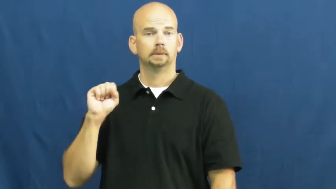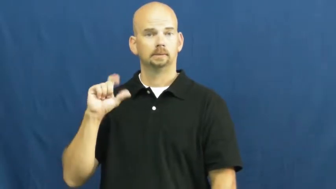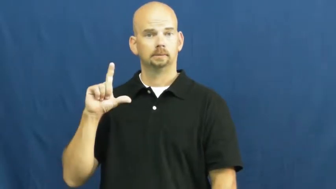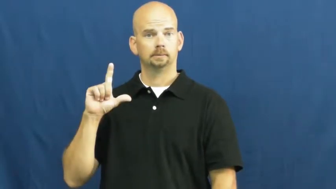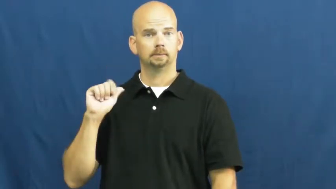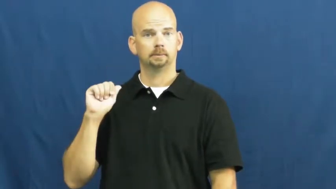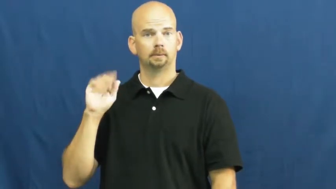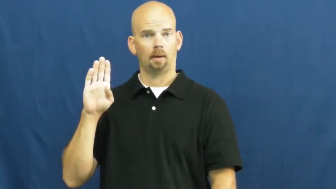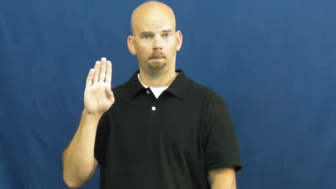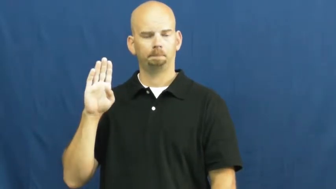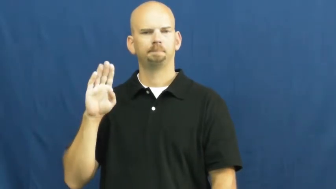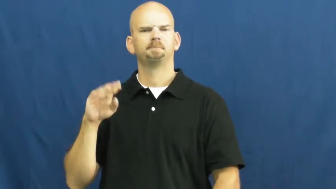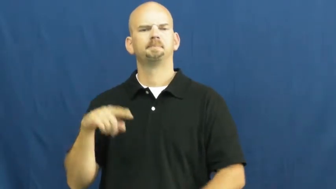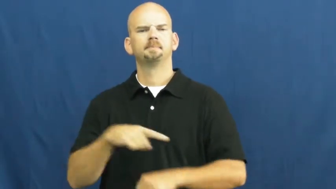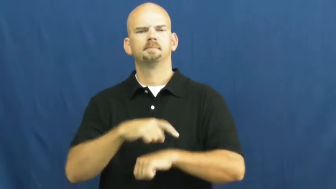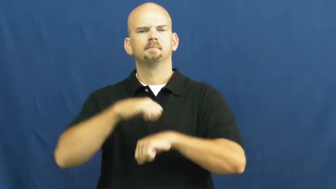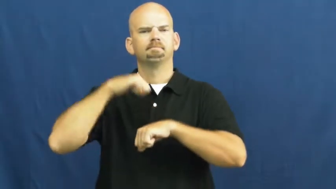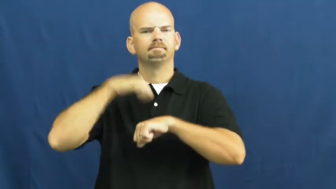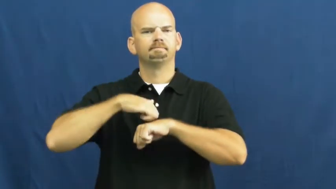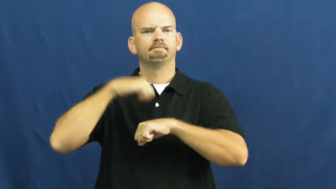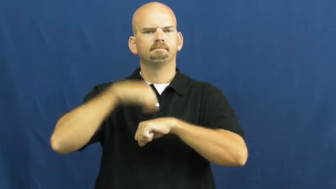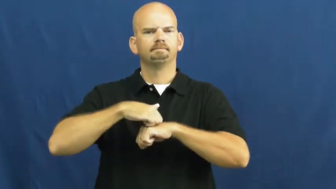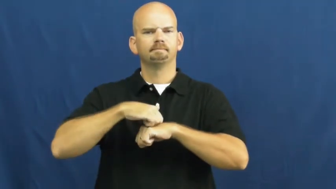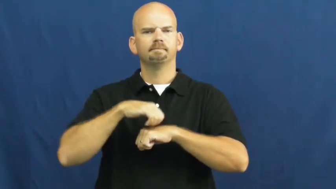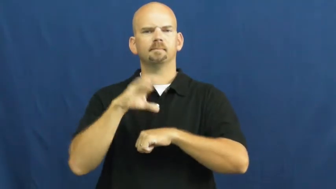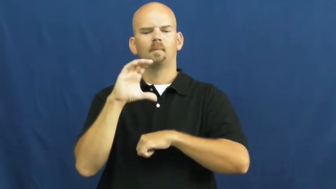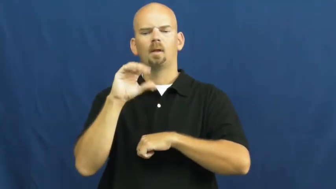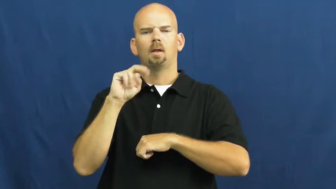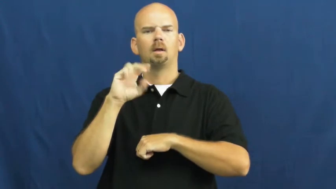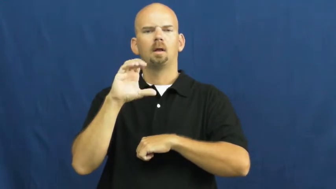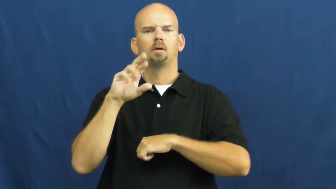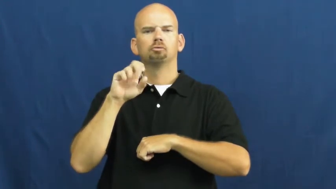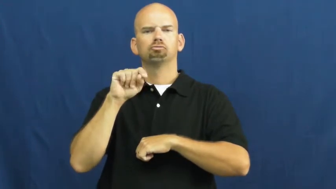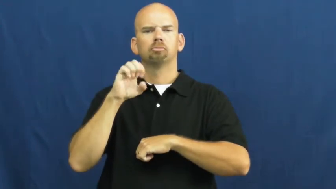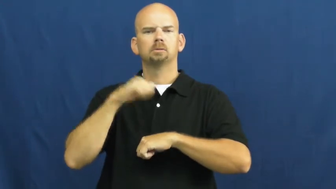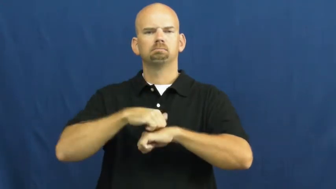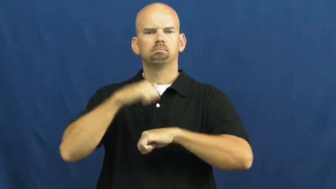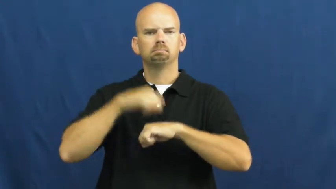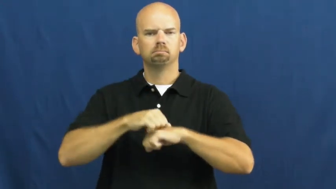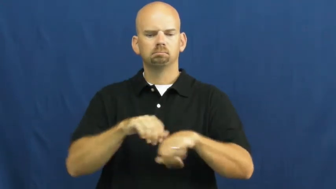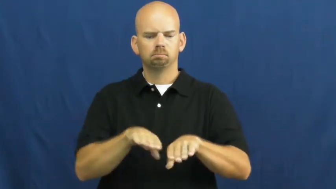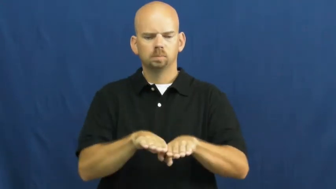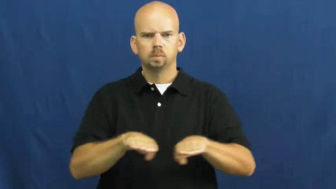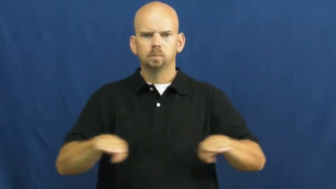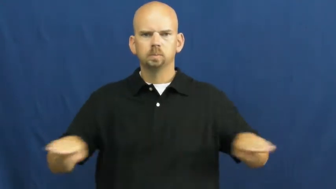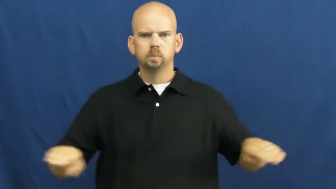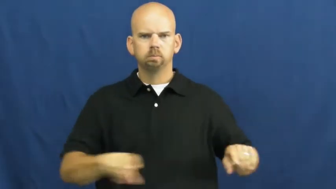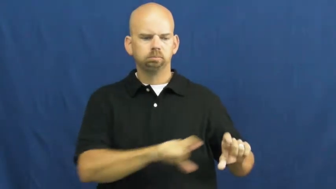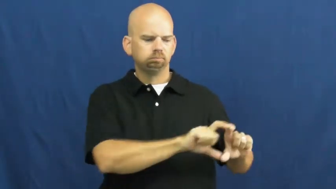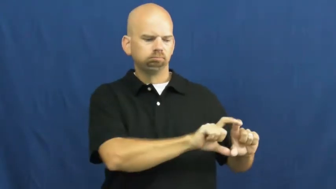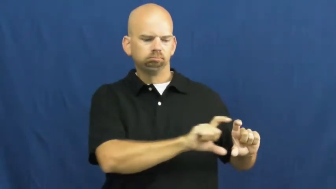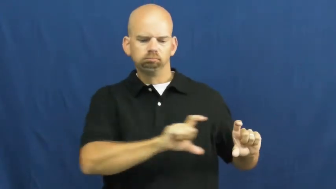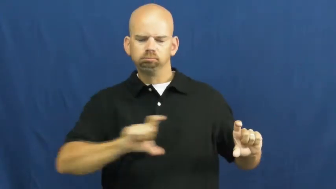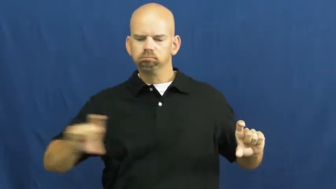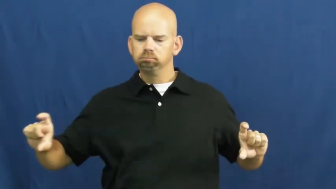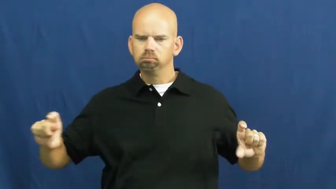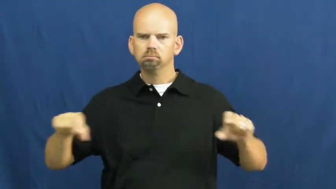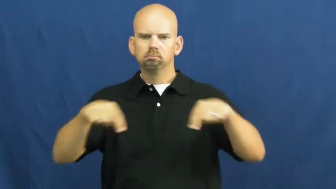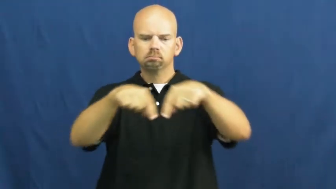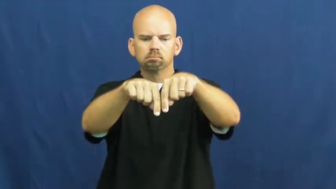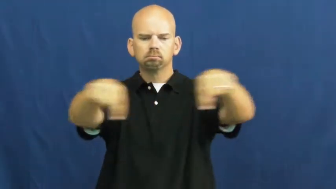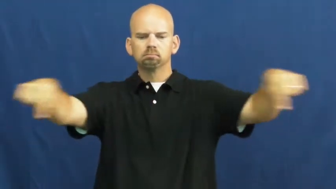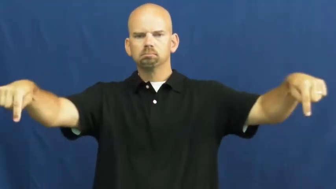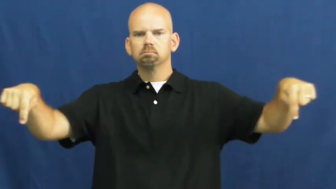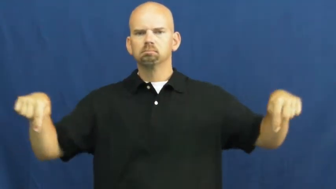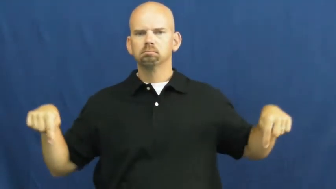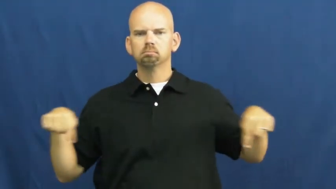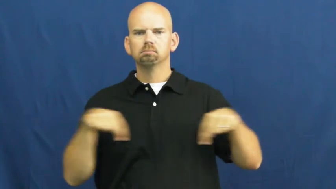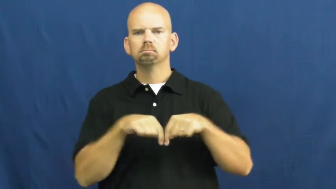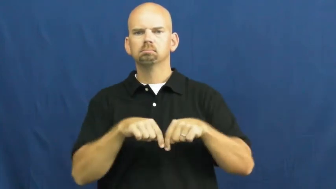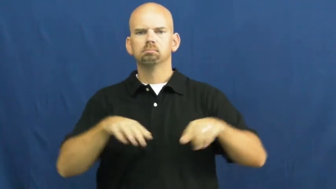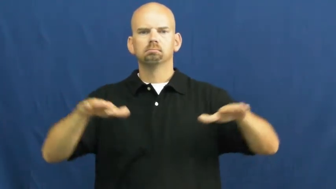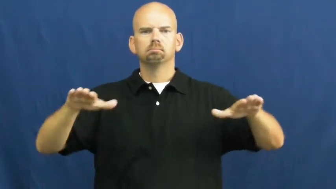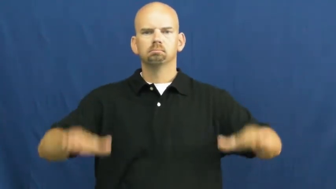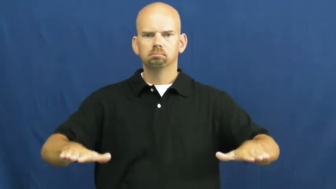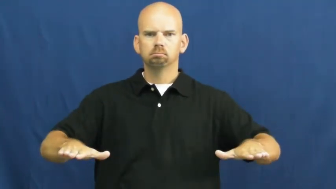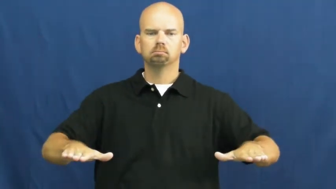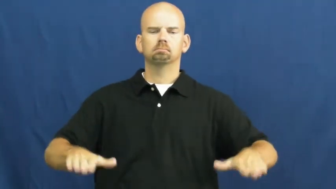slab